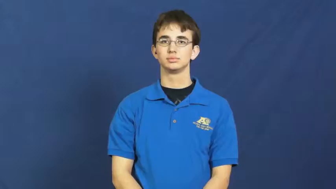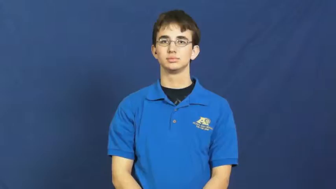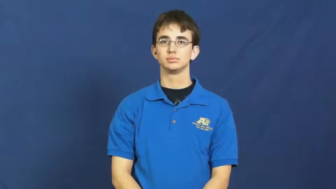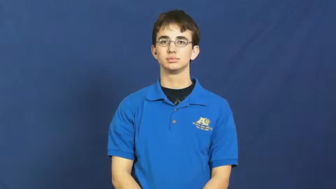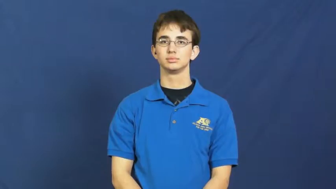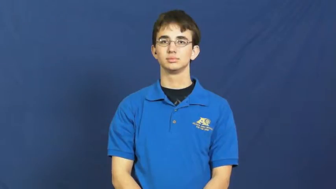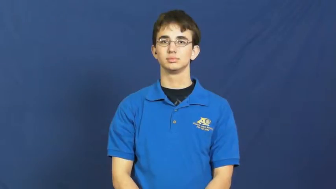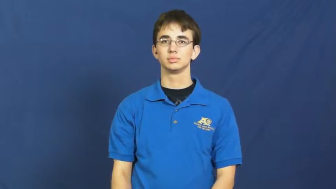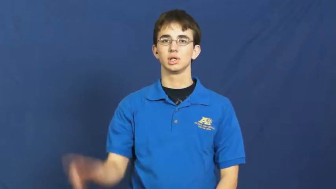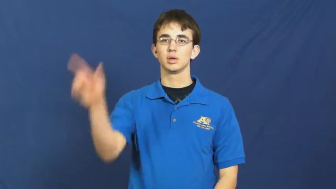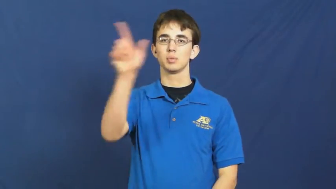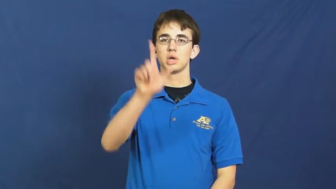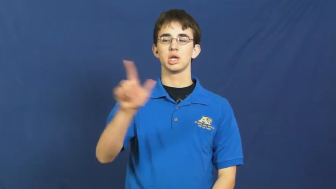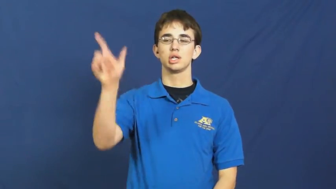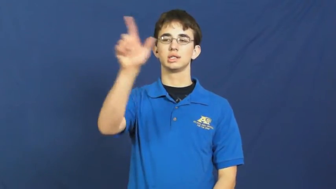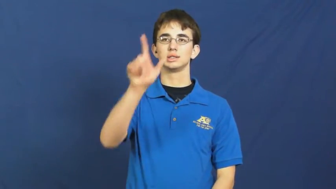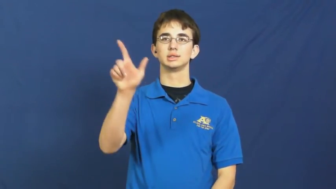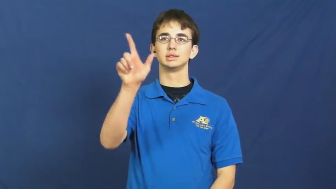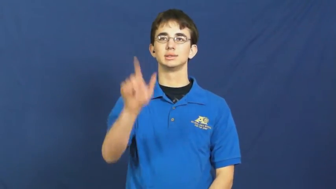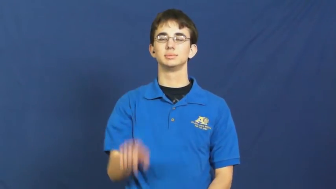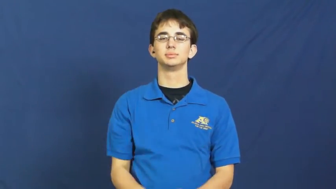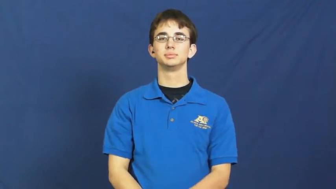library